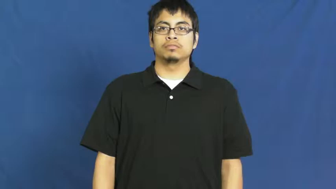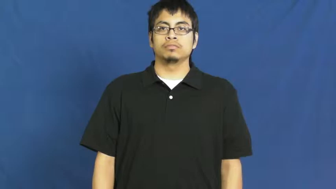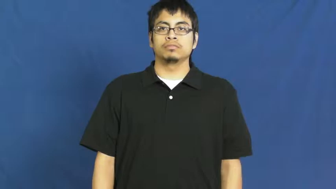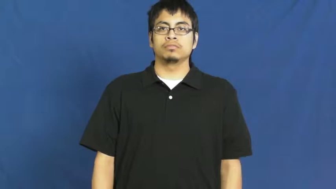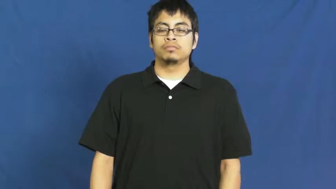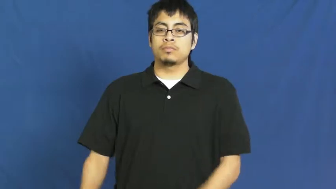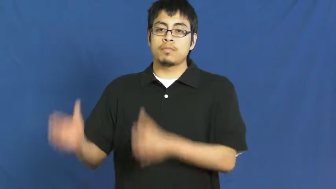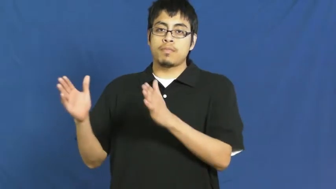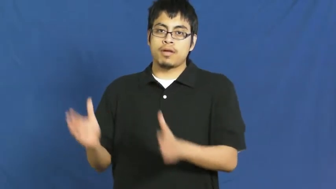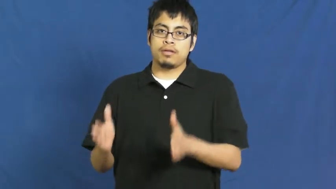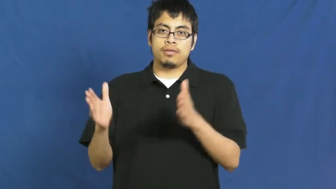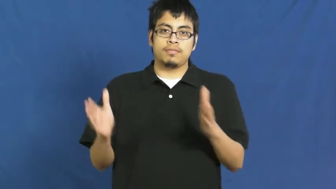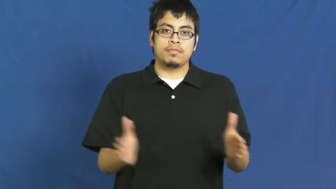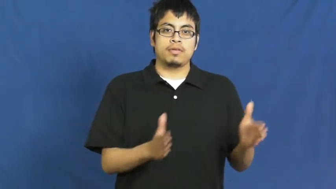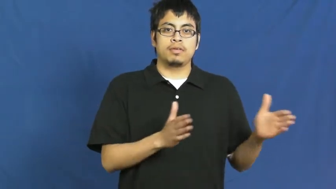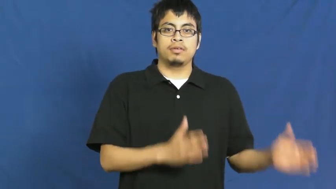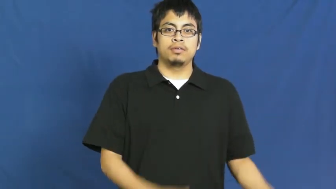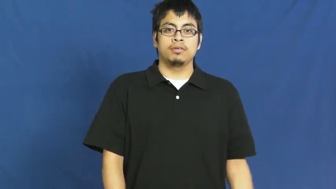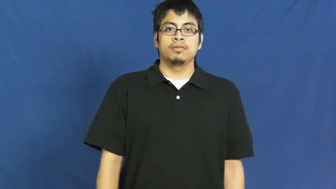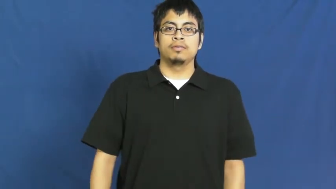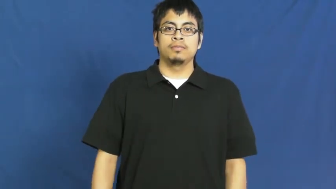fix up,ready,tuneup-prepare